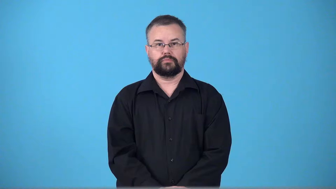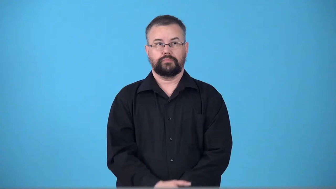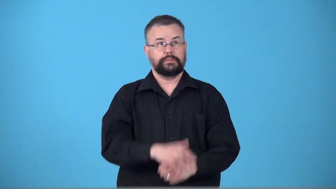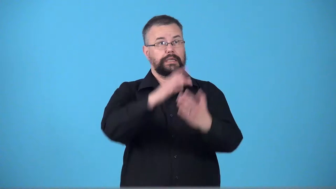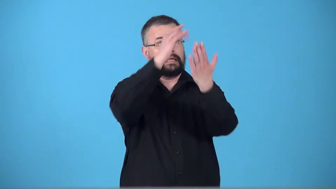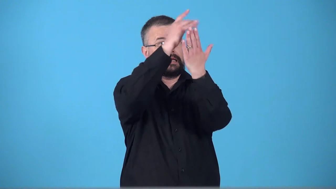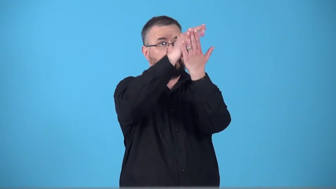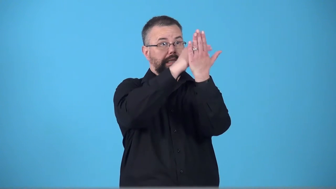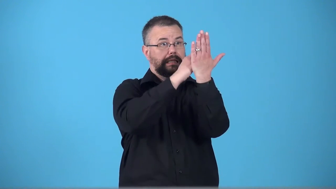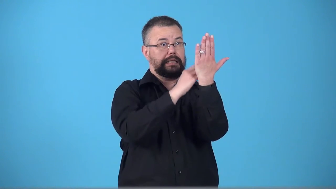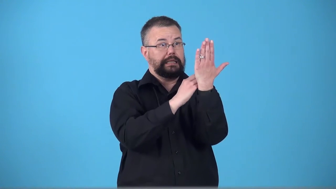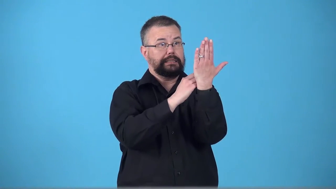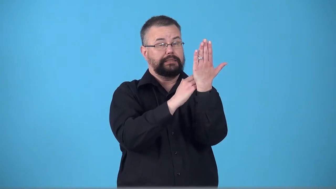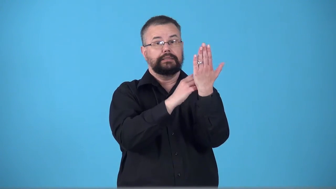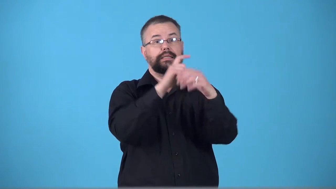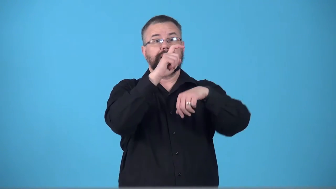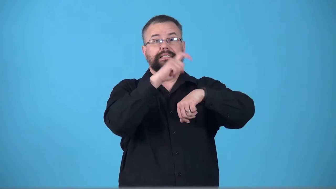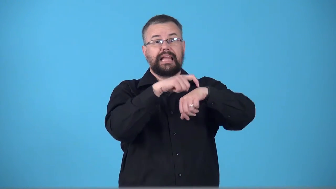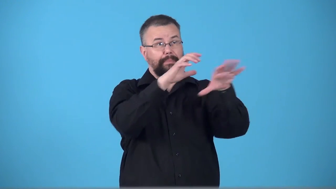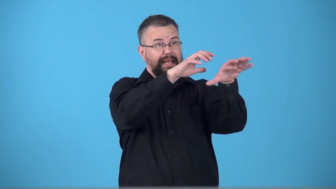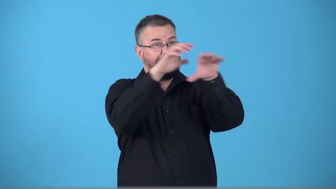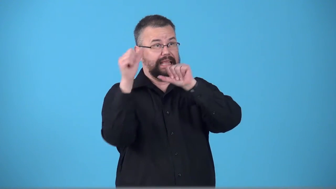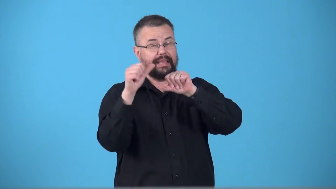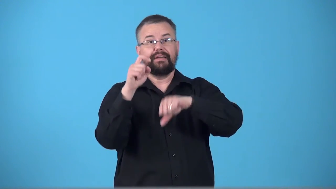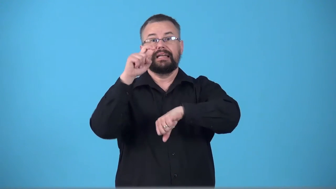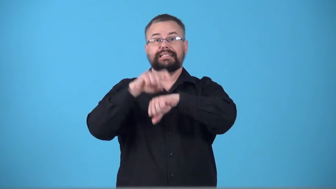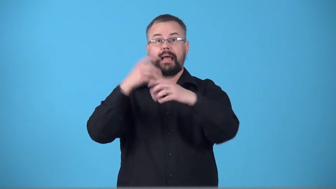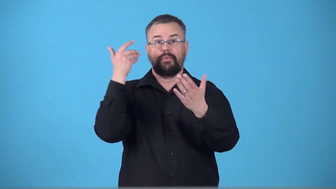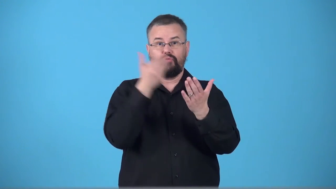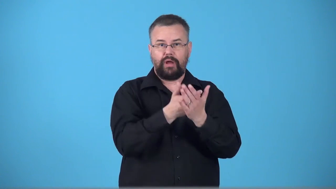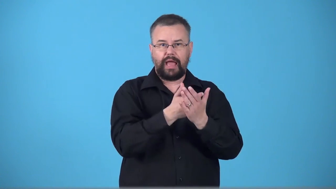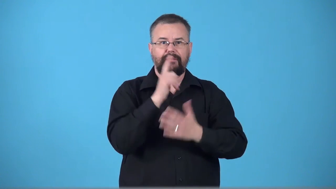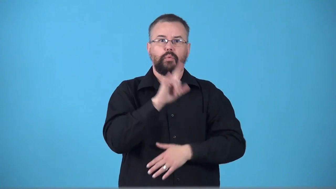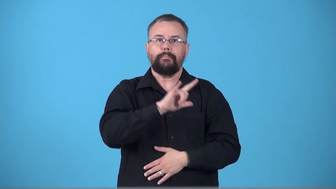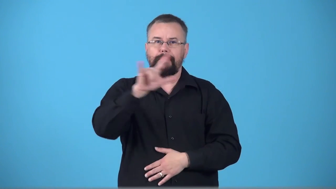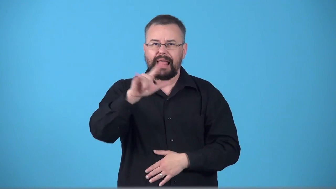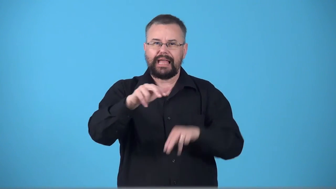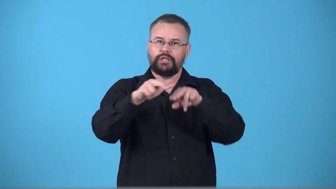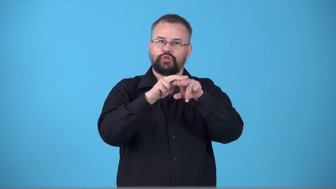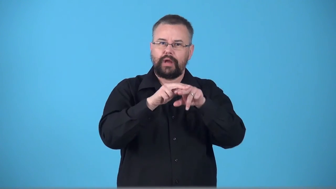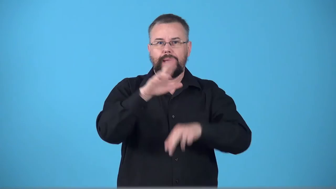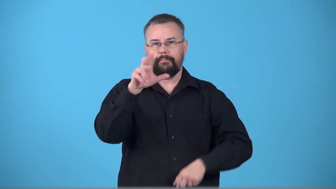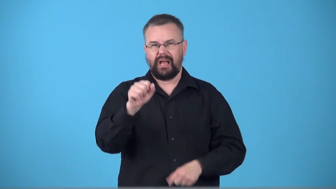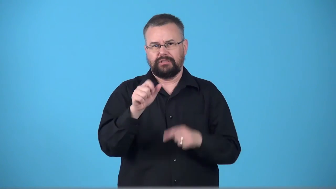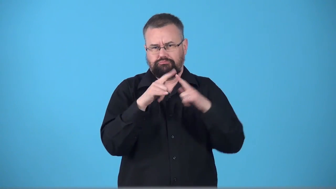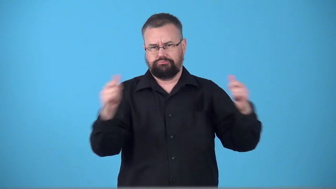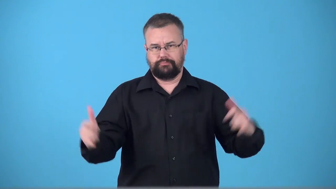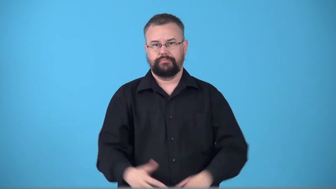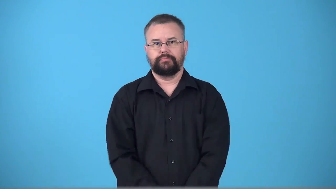timetable